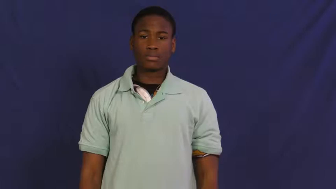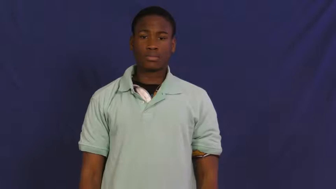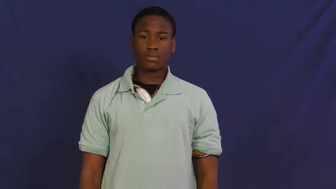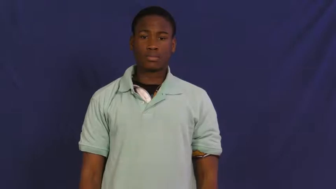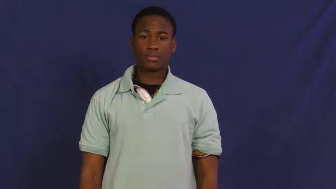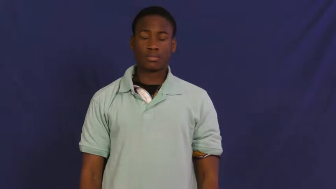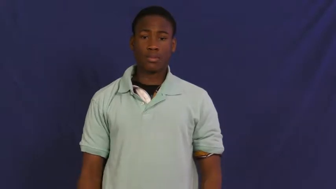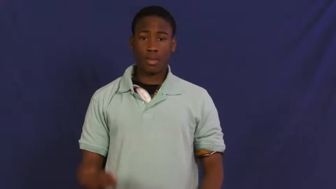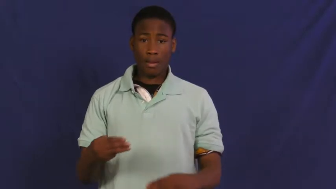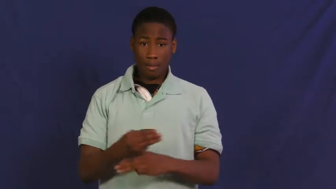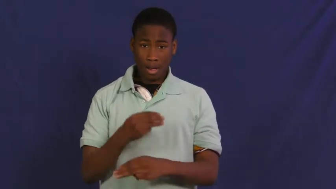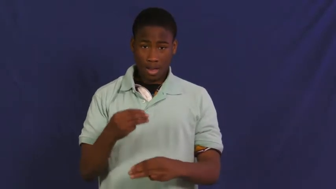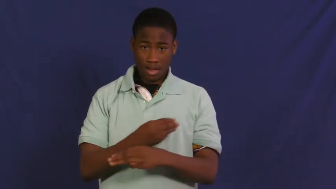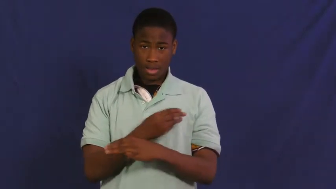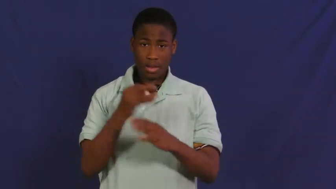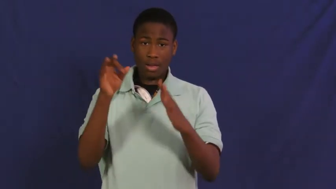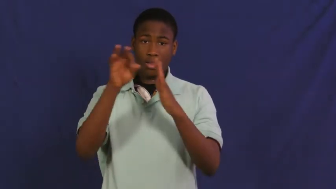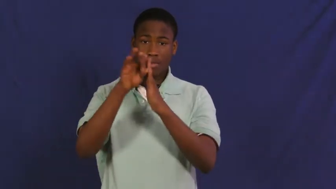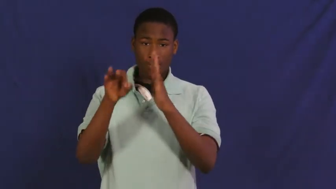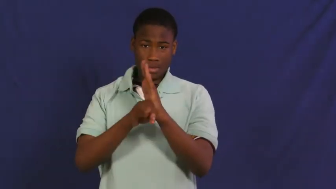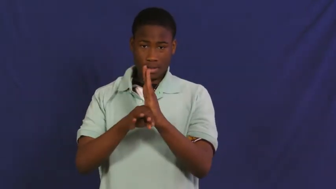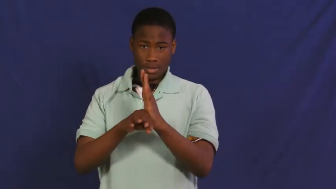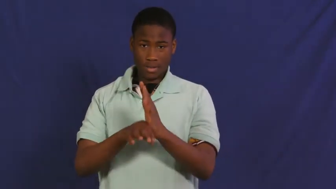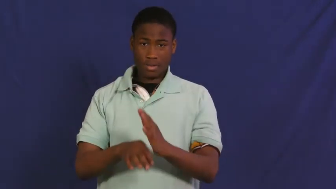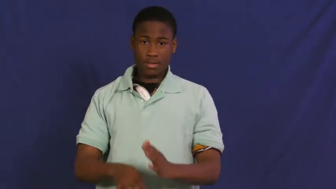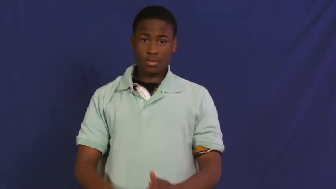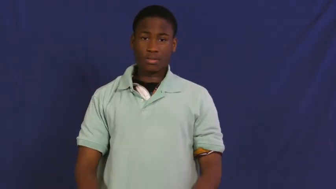formula-math